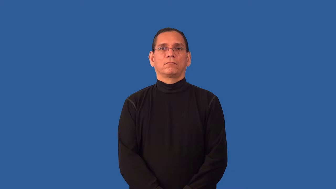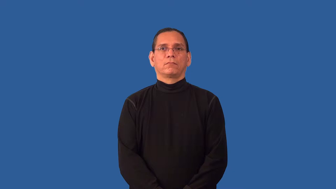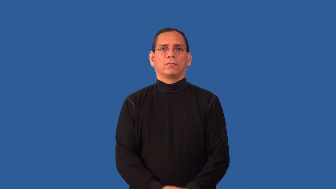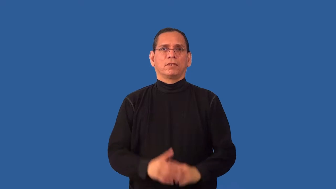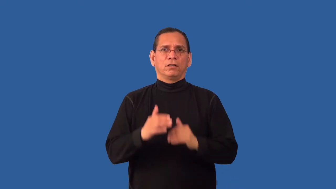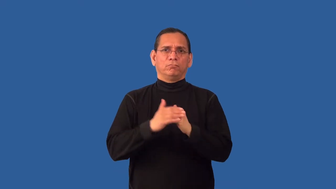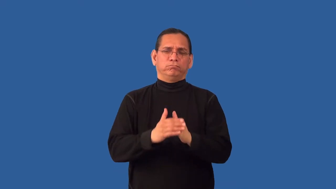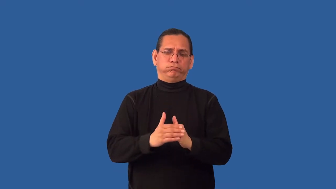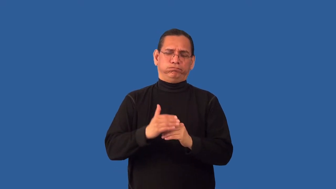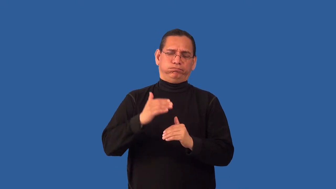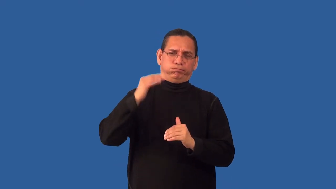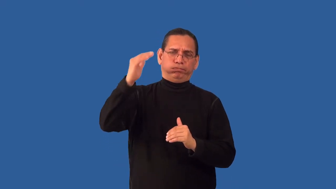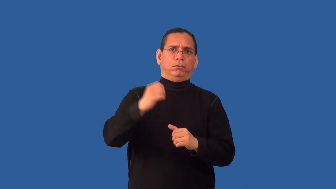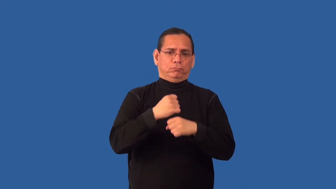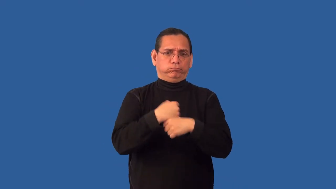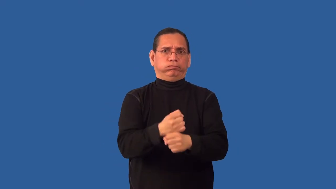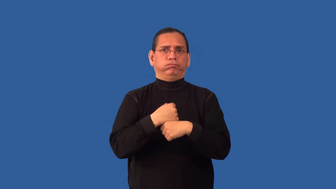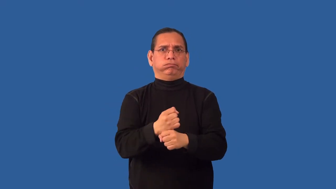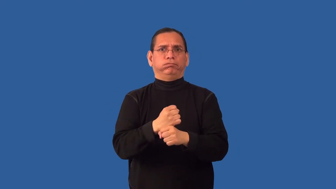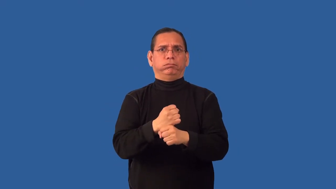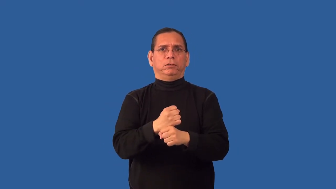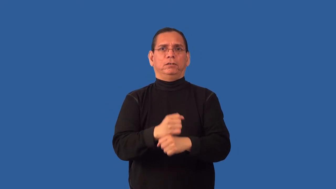overcapacity